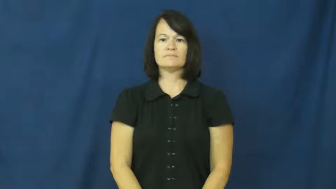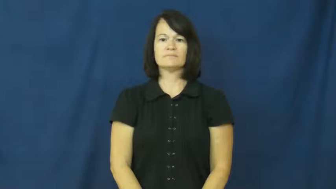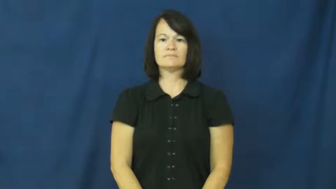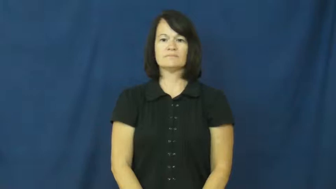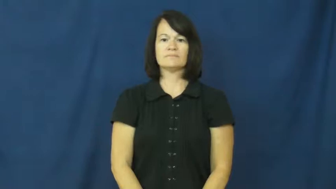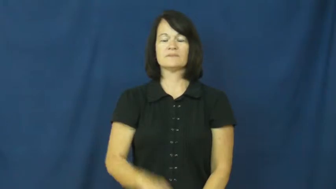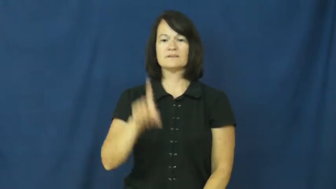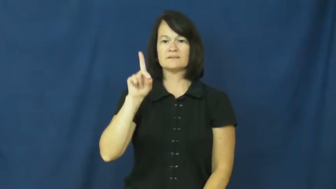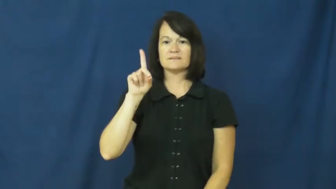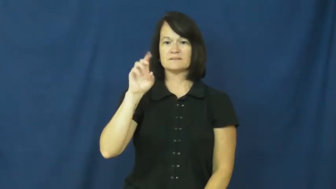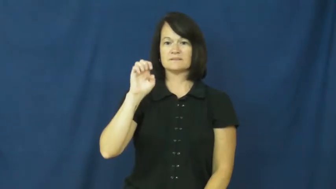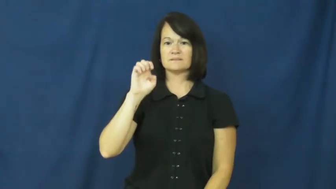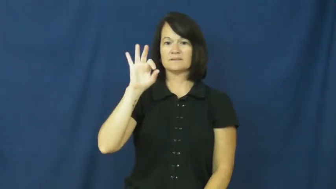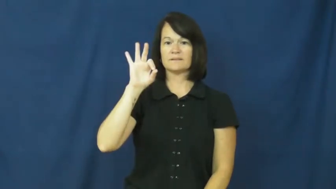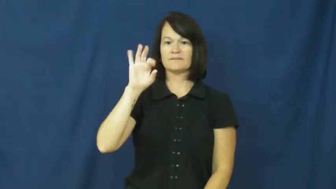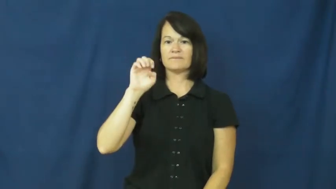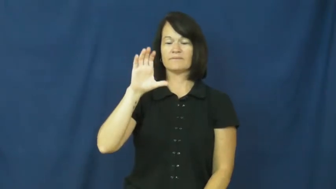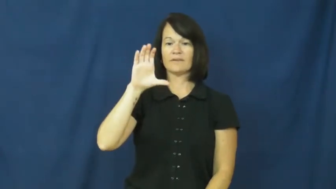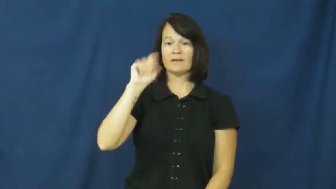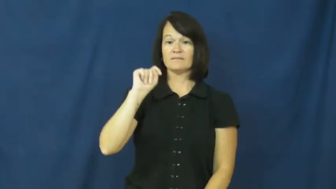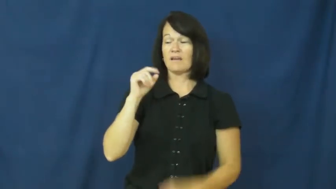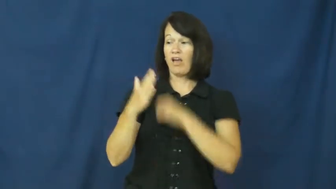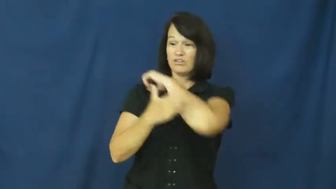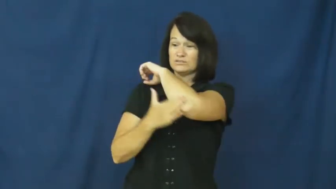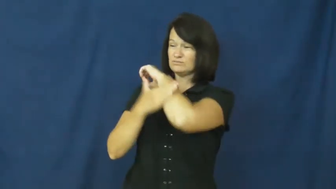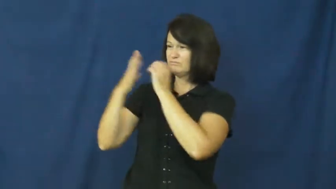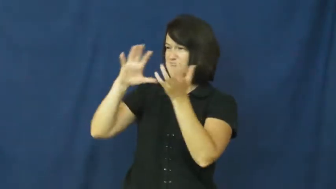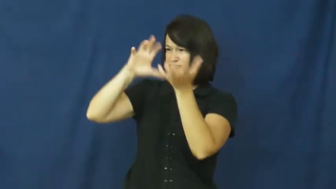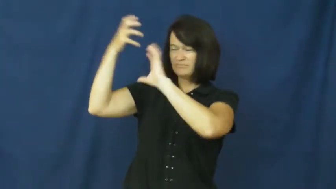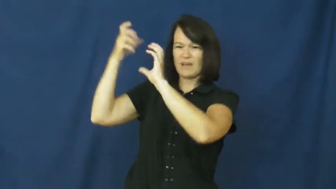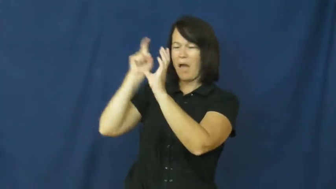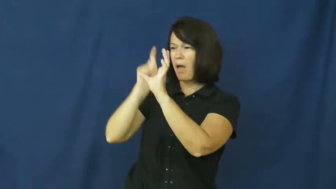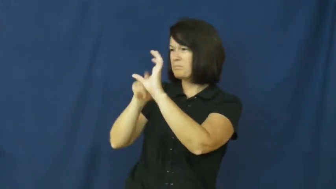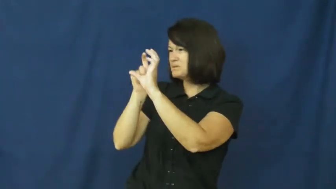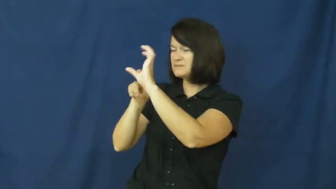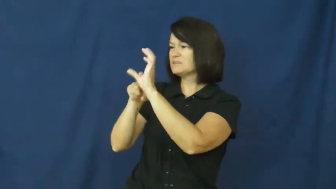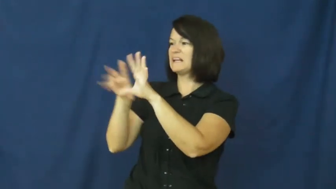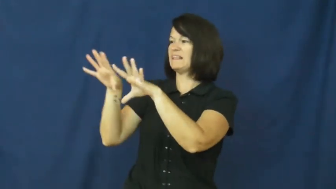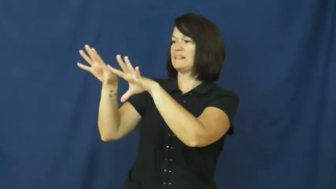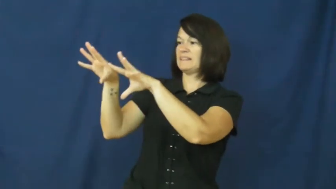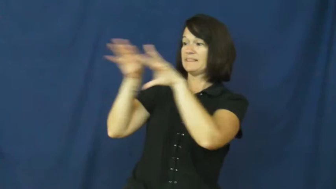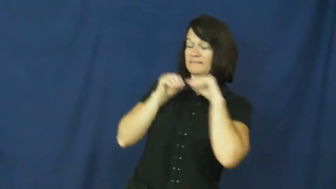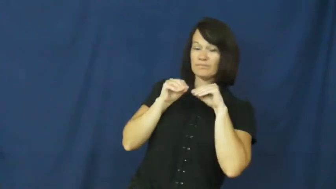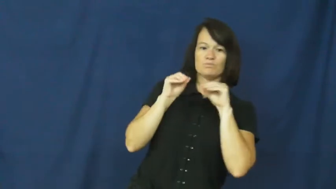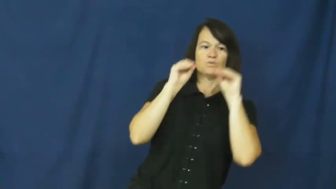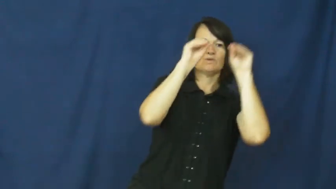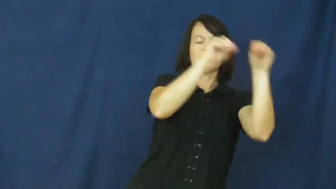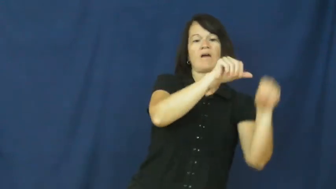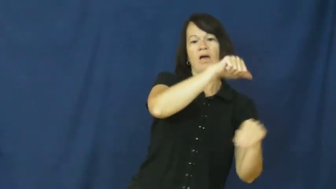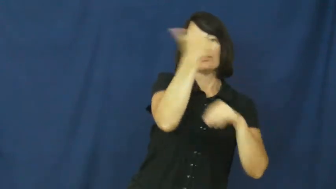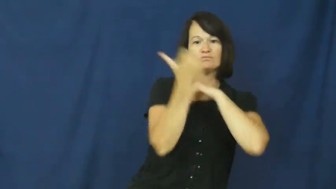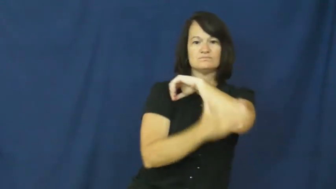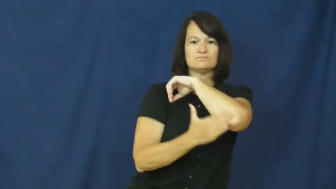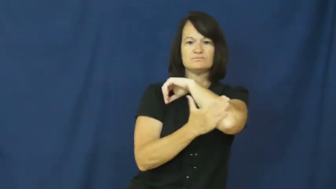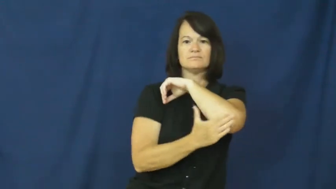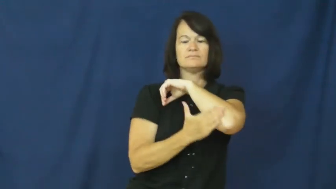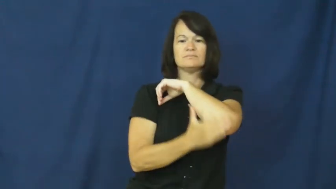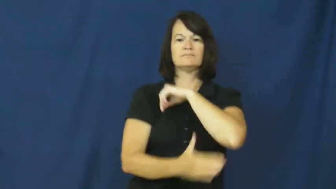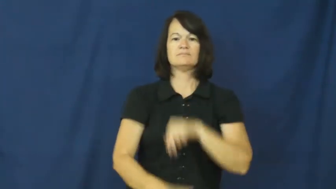defect-leave country